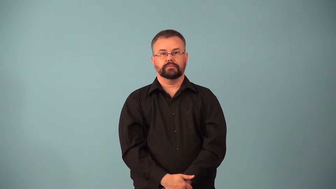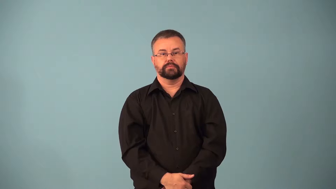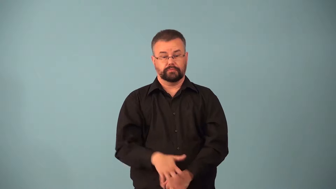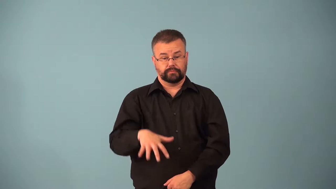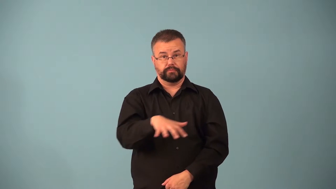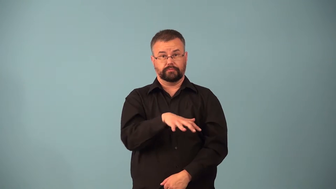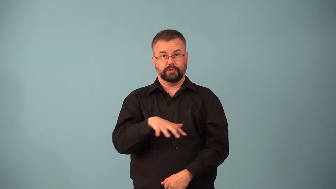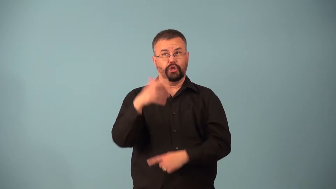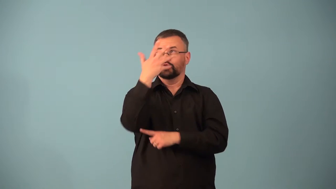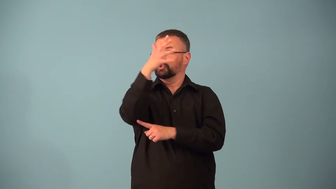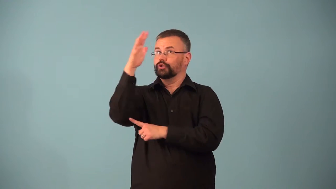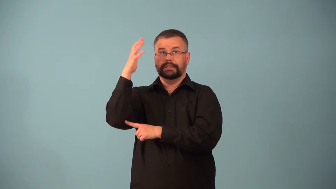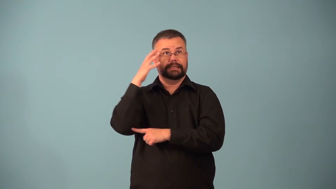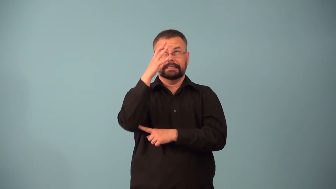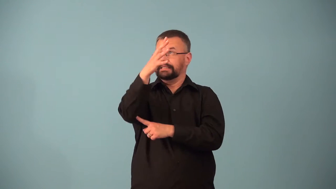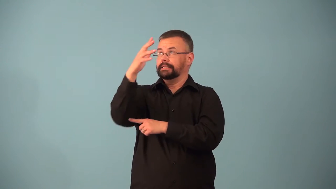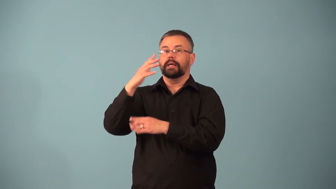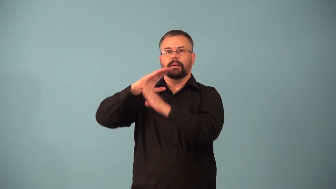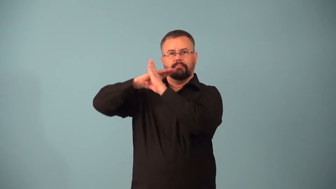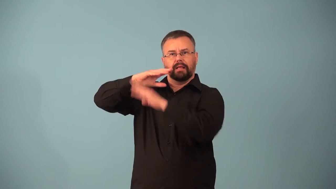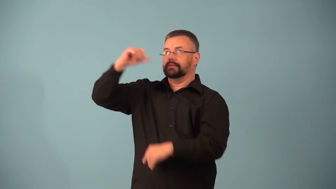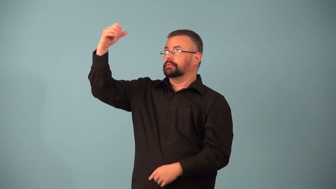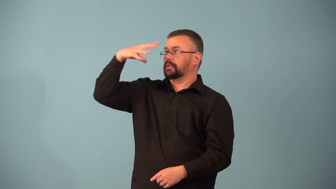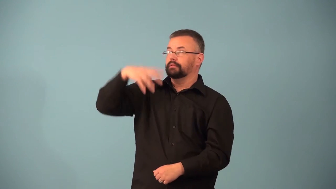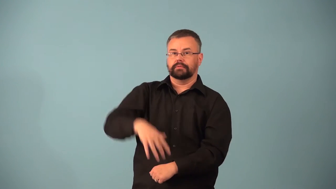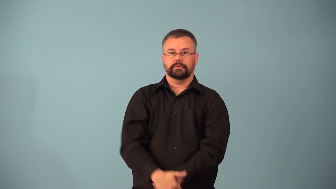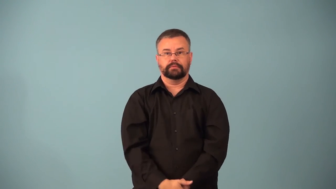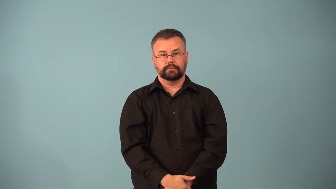bower-forest